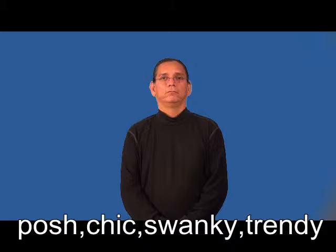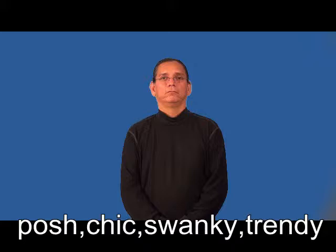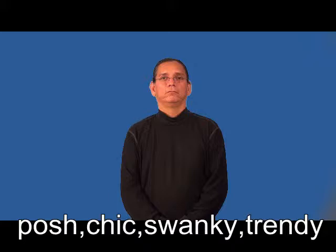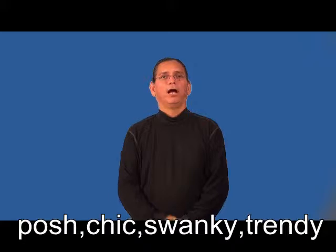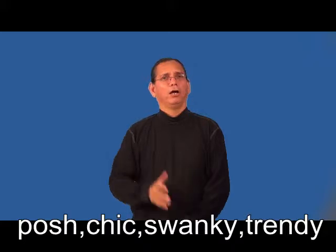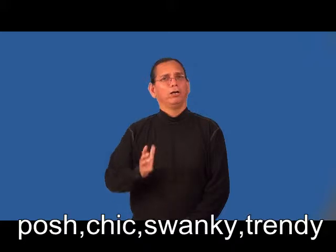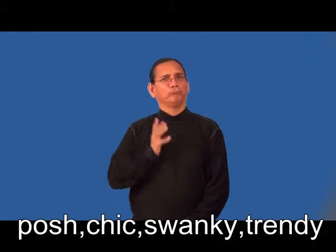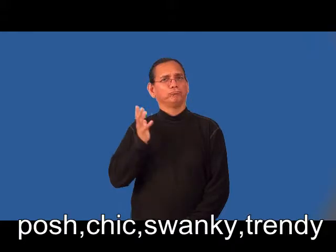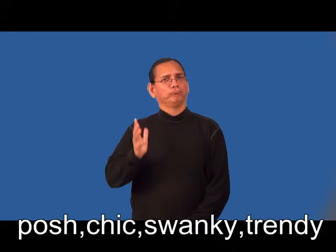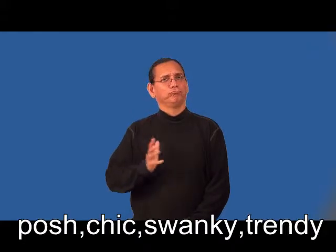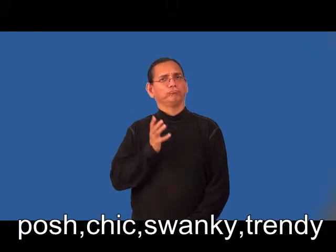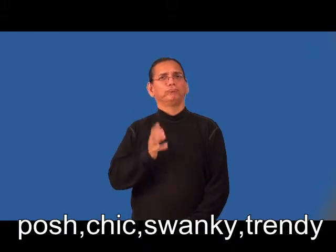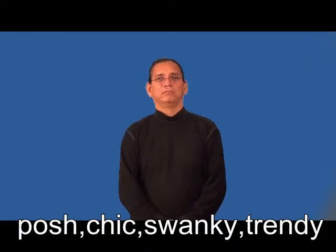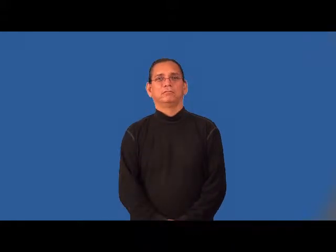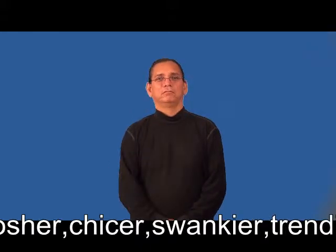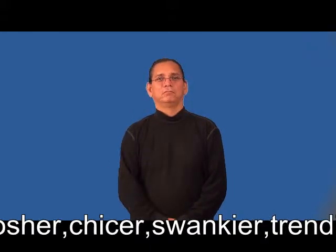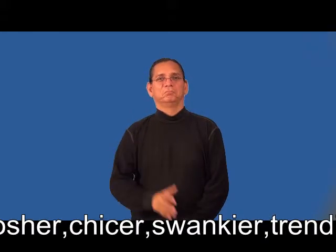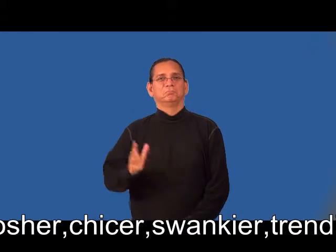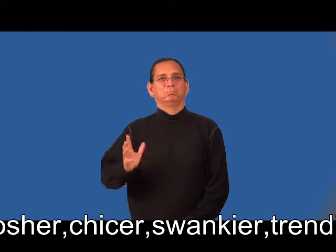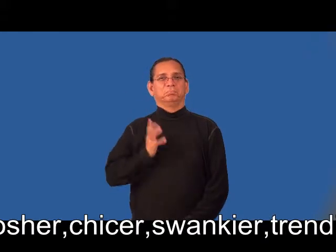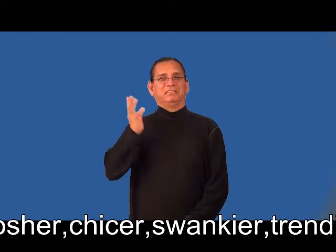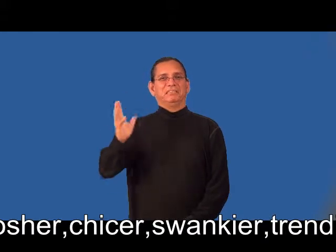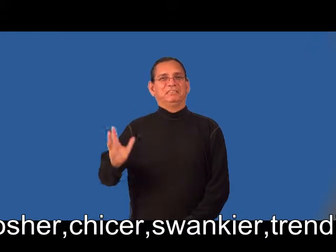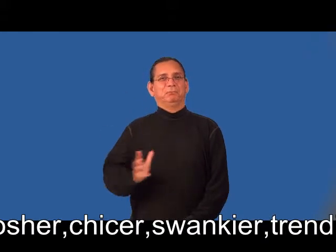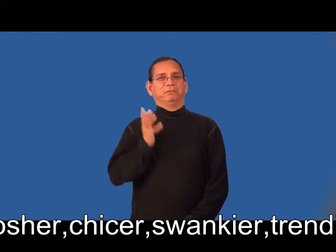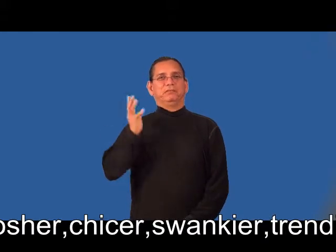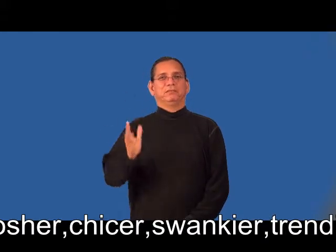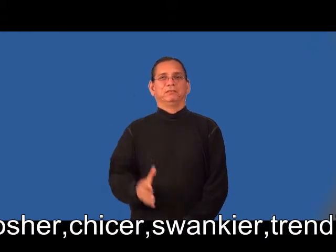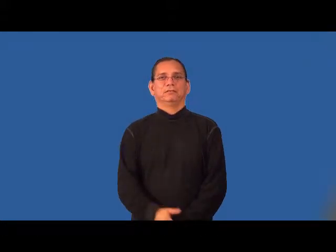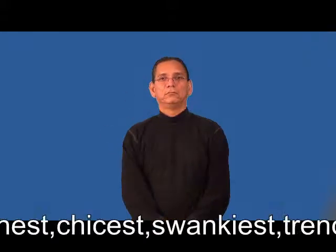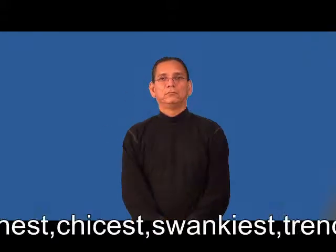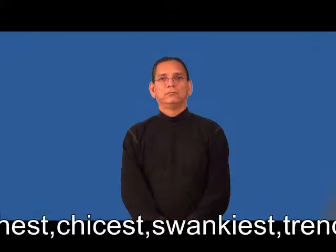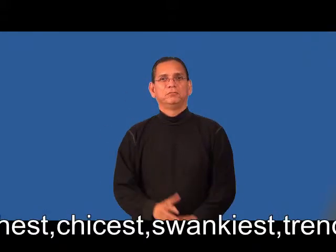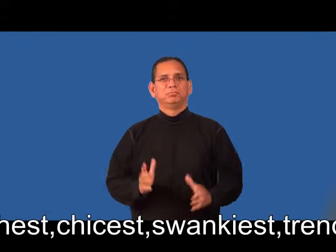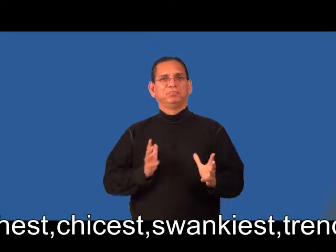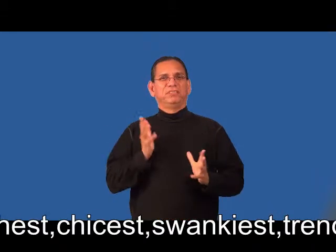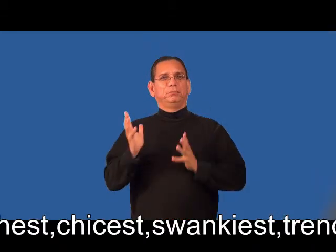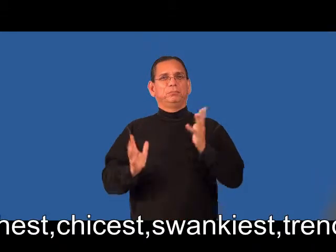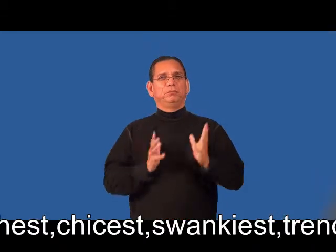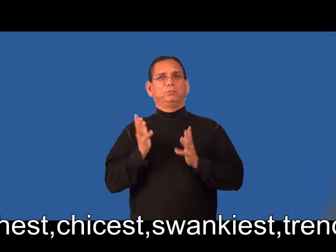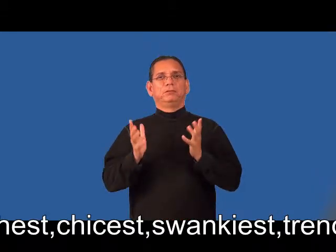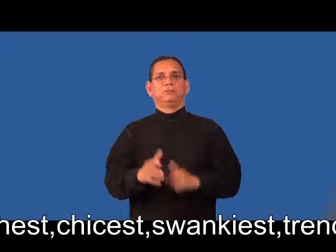posher,chicer,swankier,trendier,poshest,chicest,swankiest,trendiest